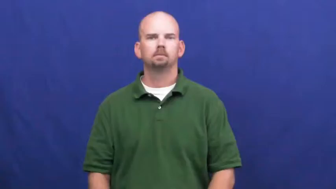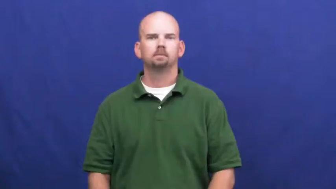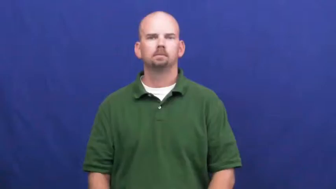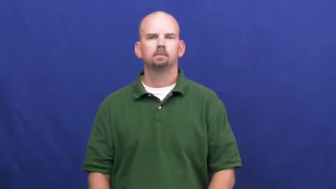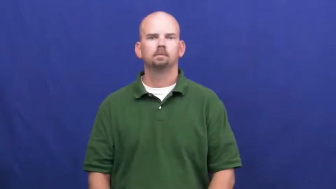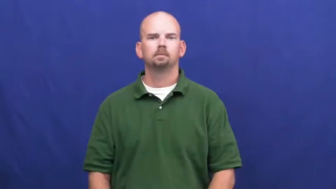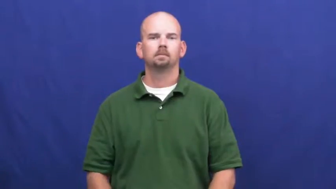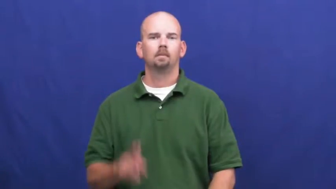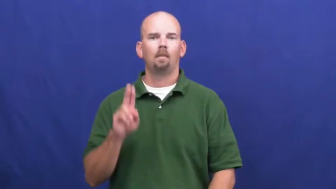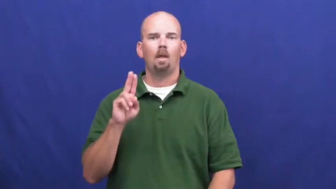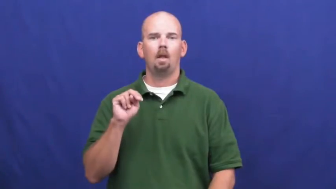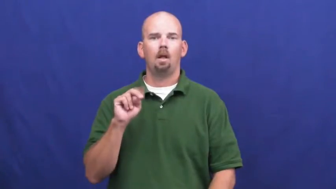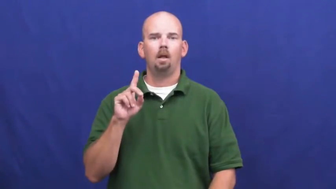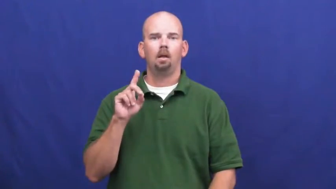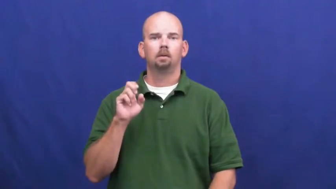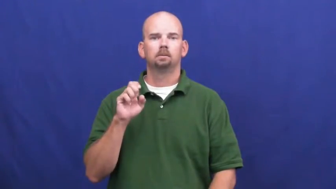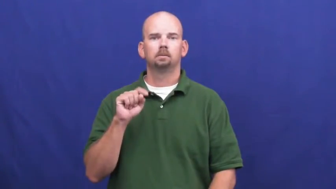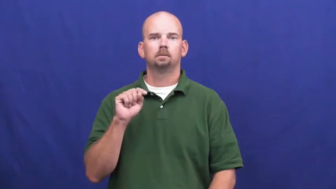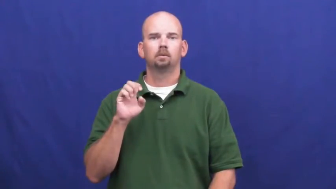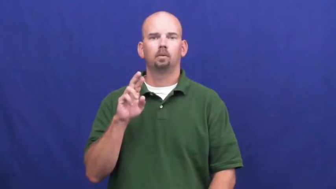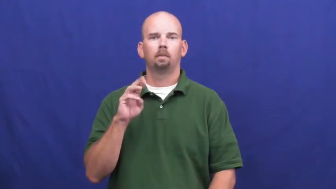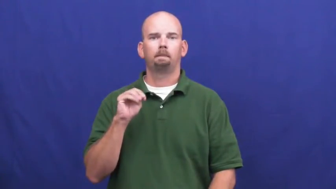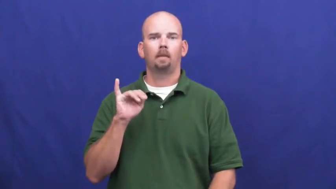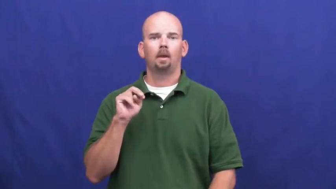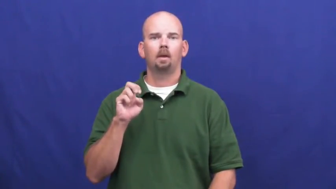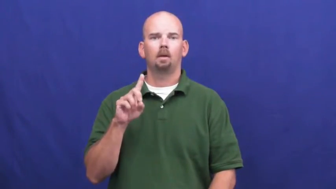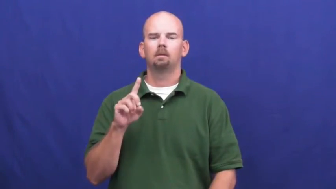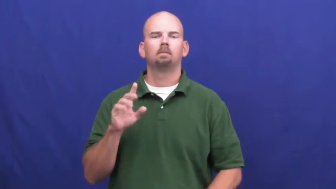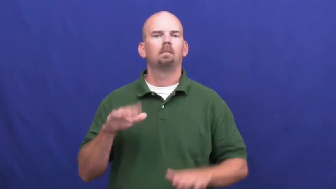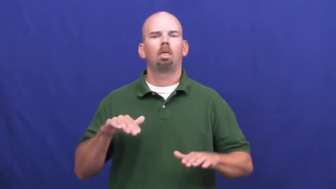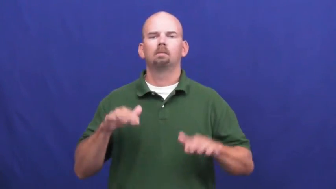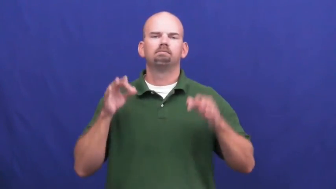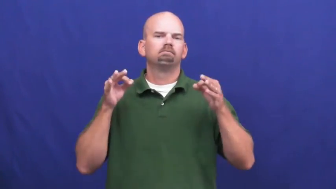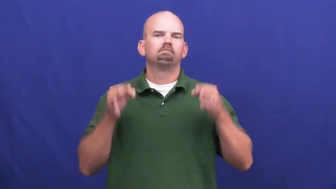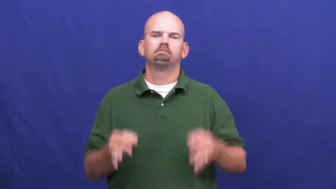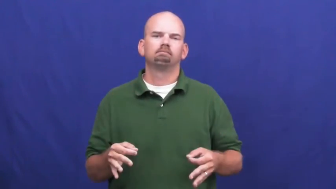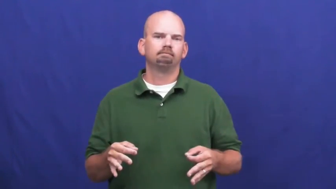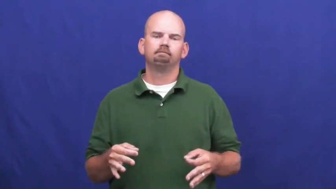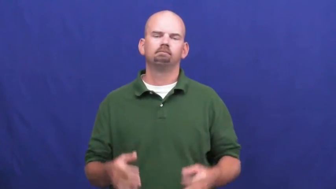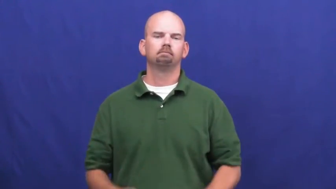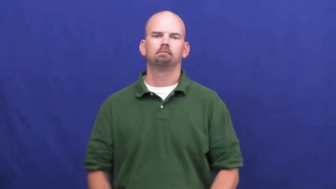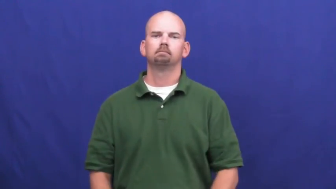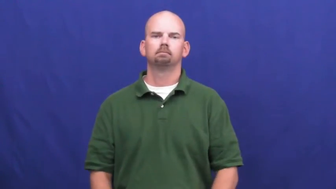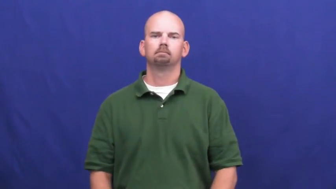undetermined